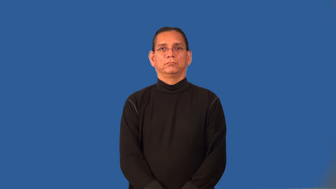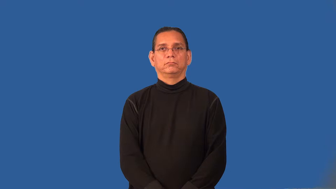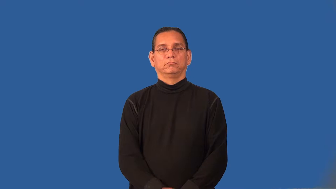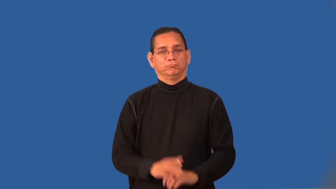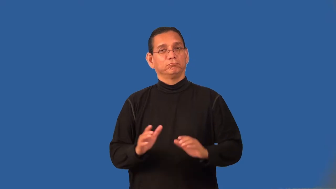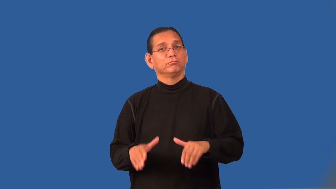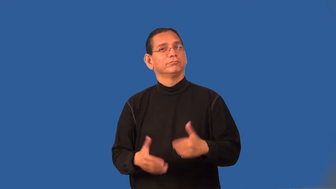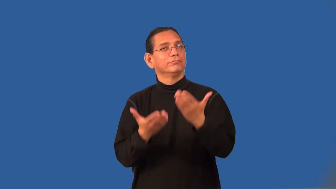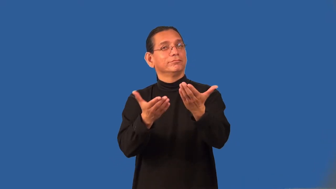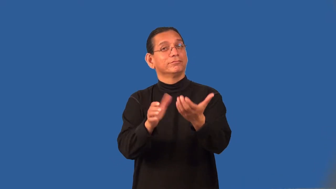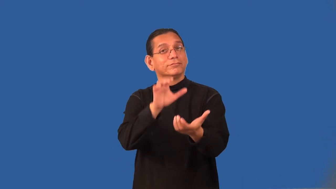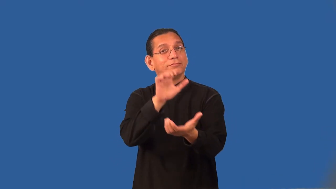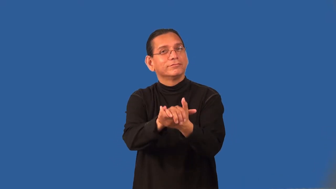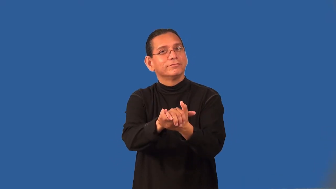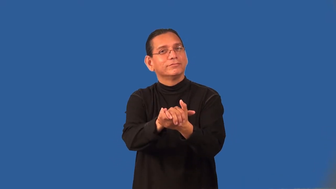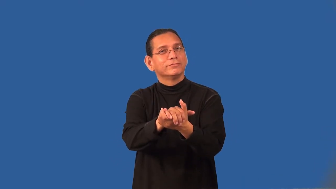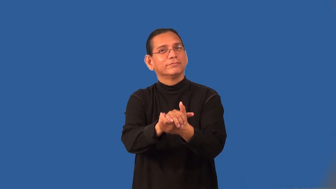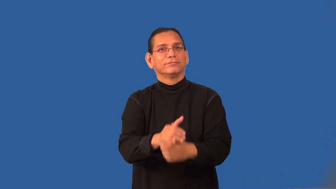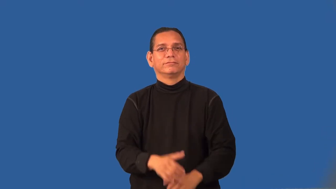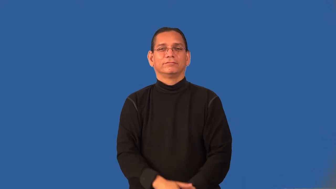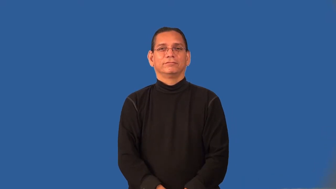propose-marriage